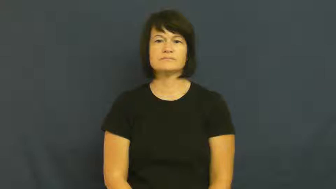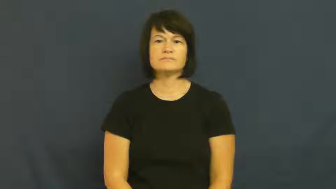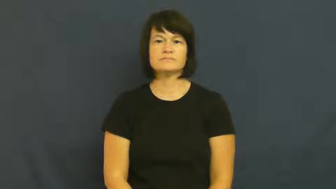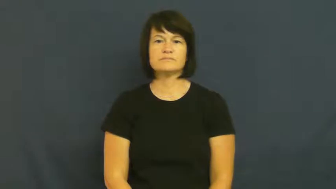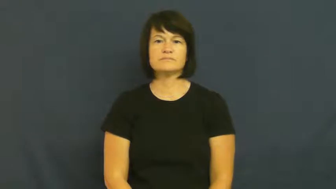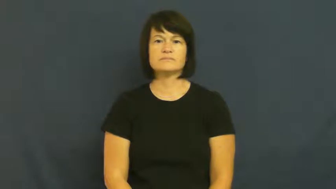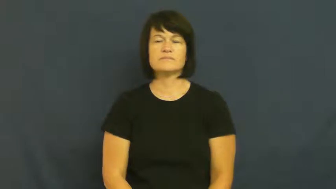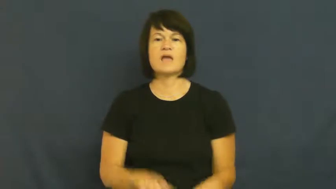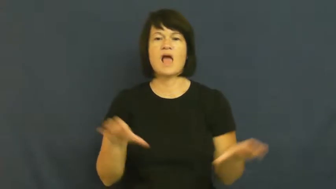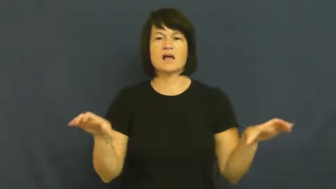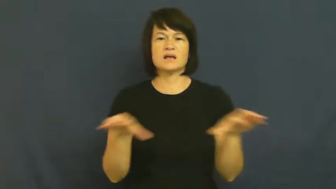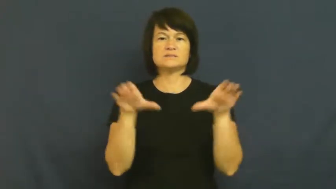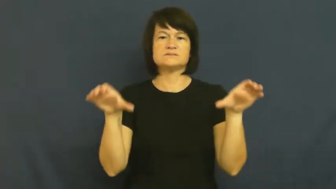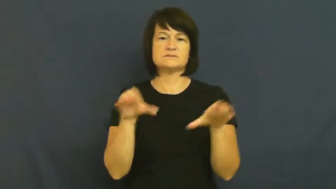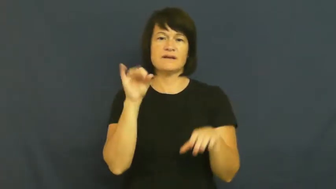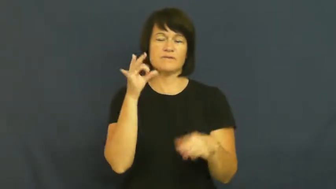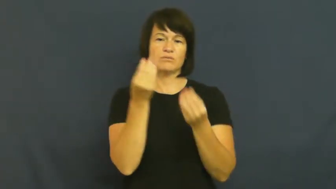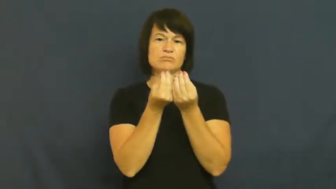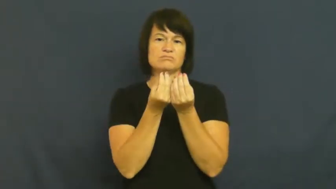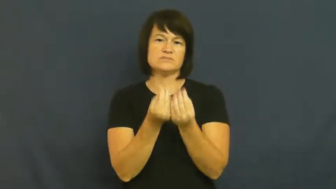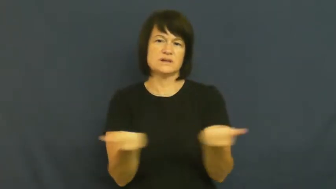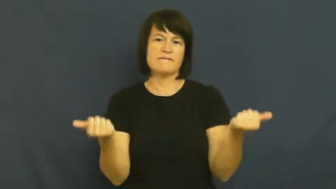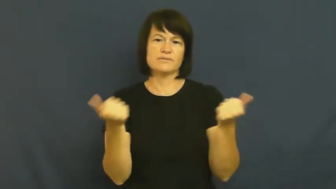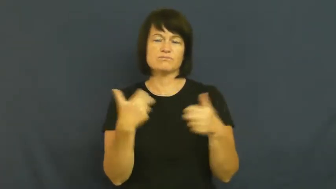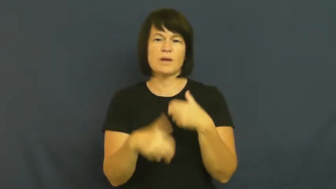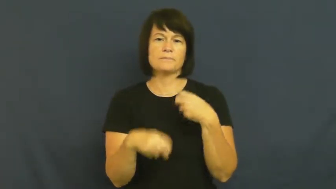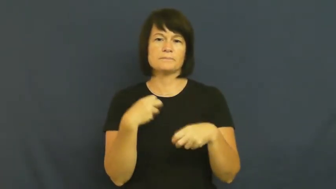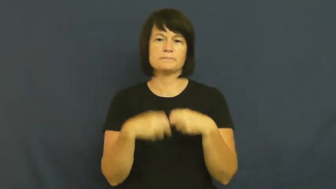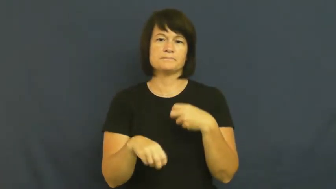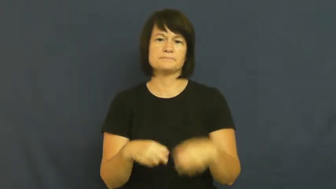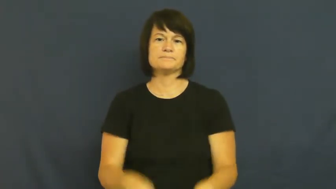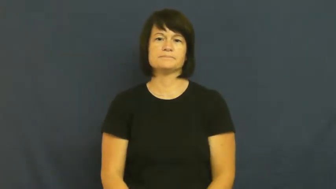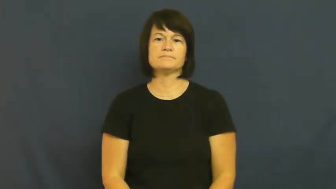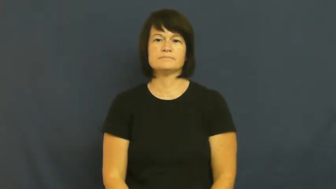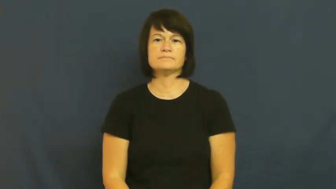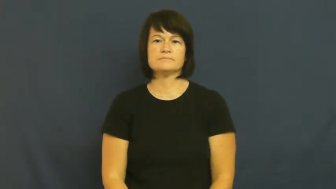resolution-solution